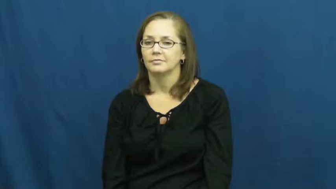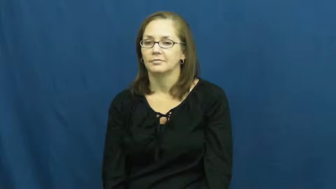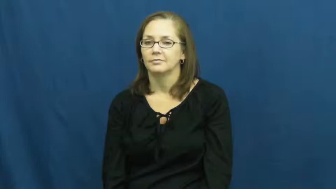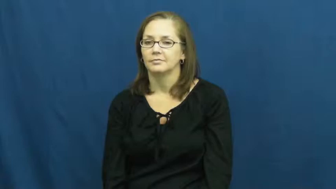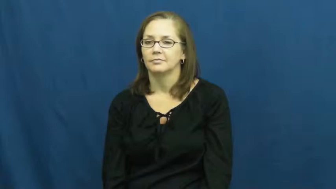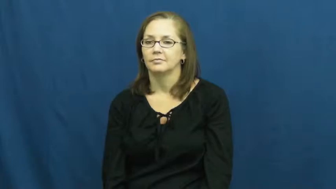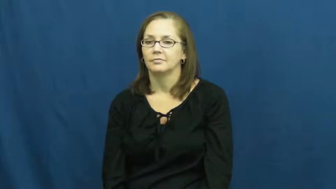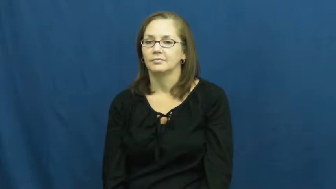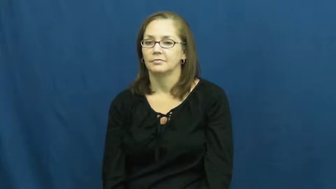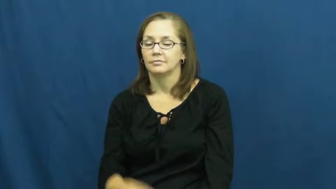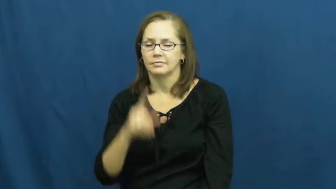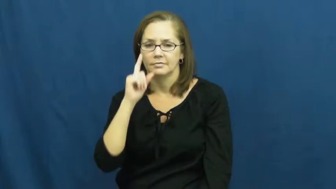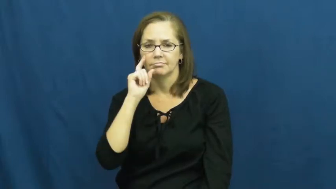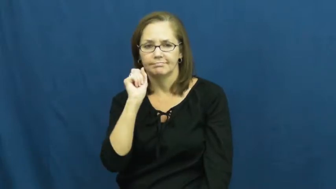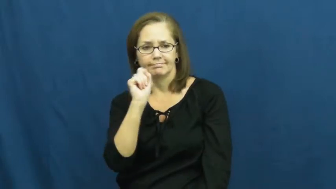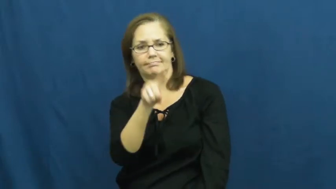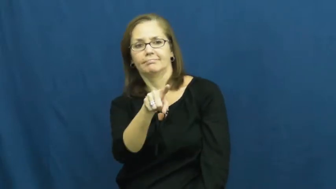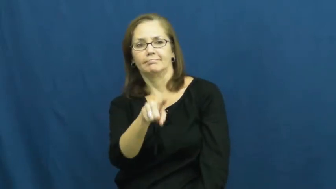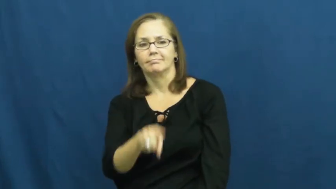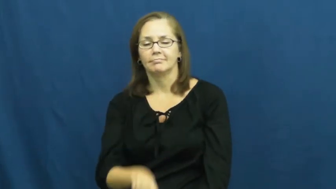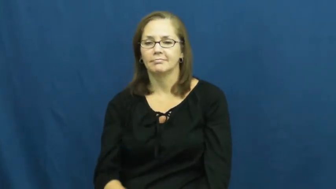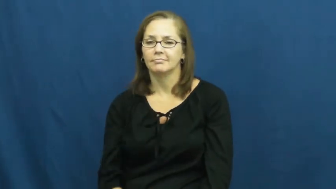spot-see